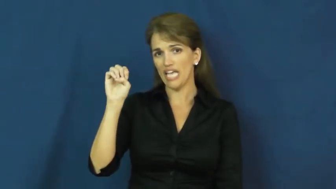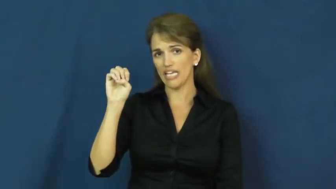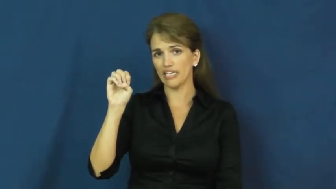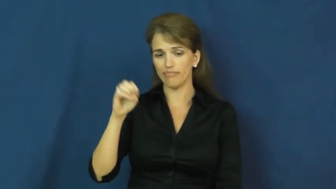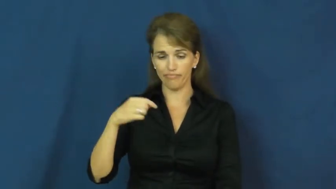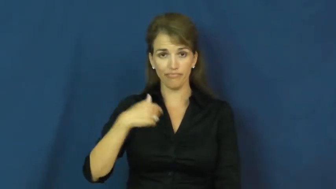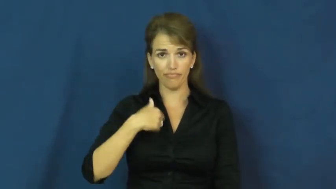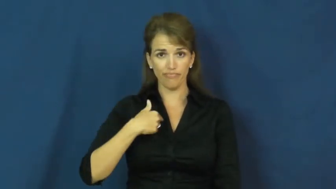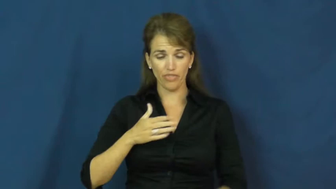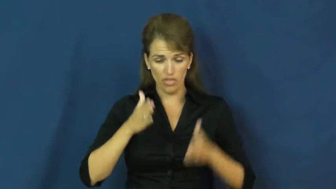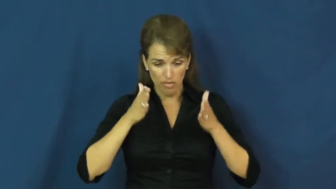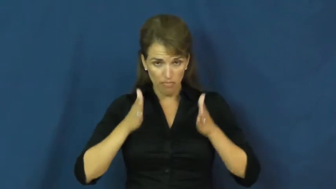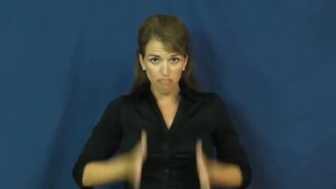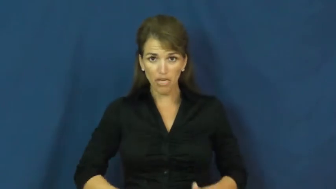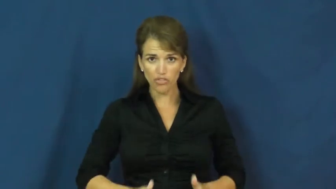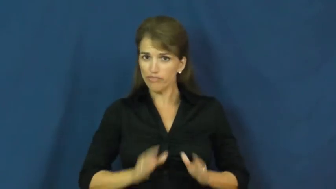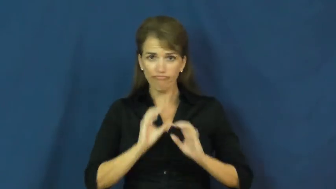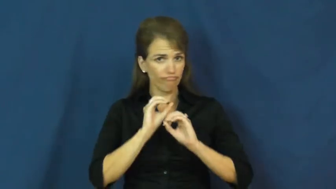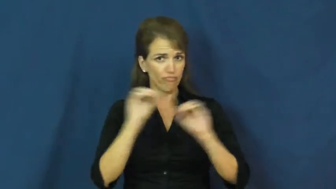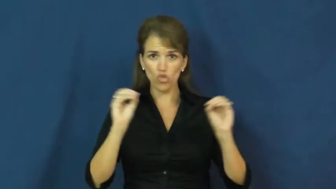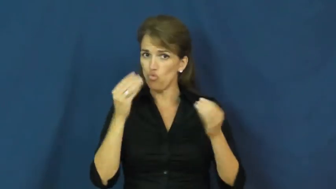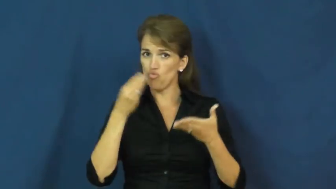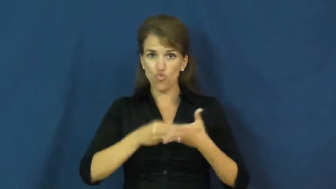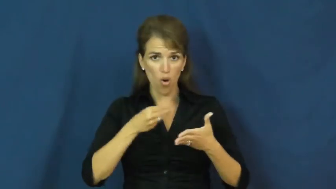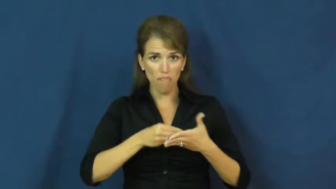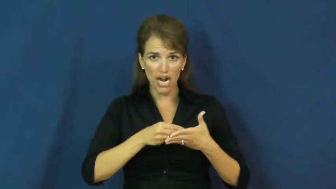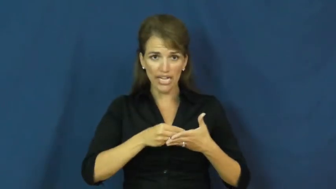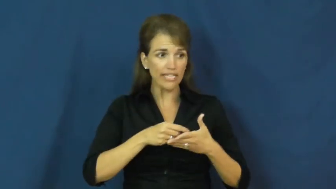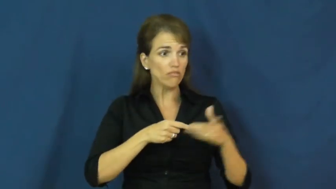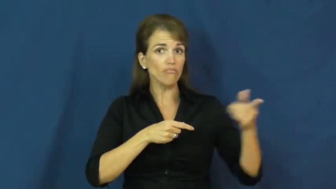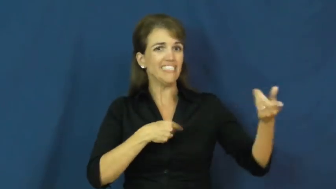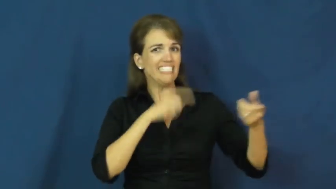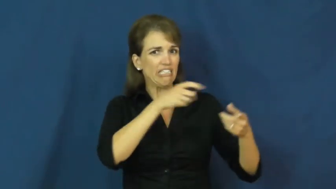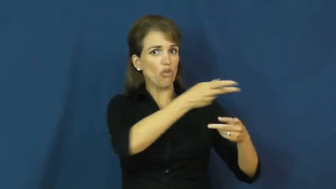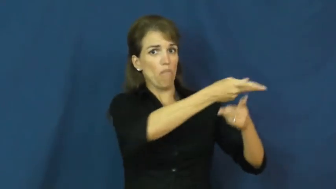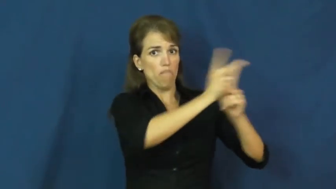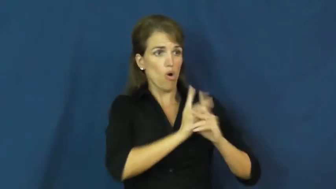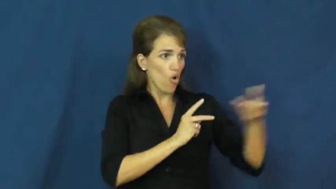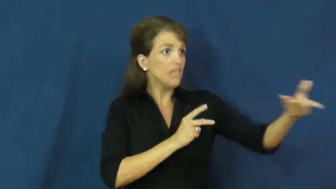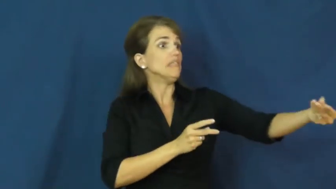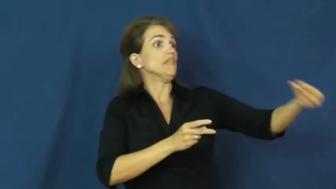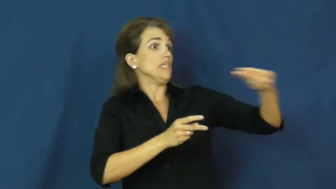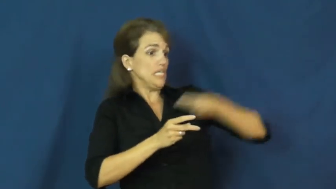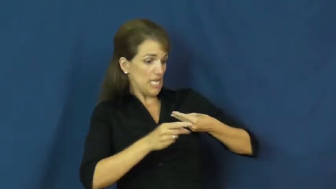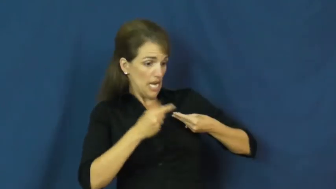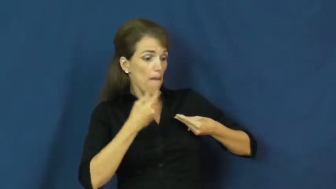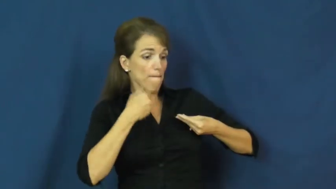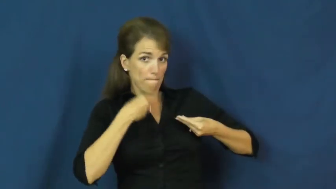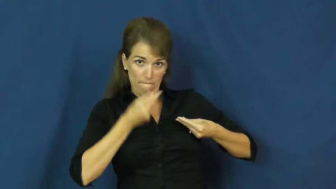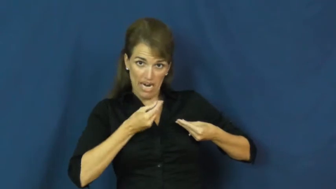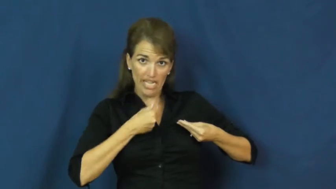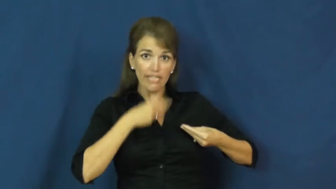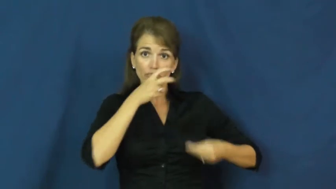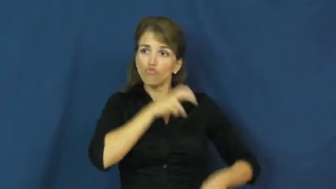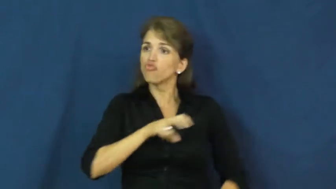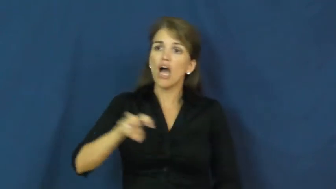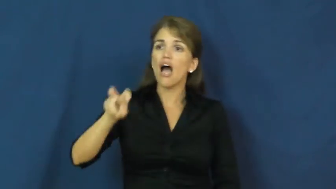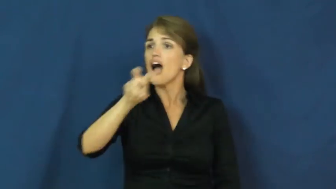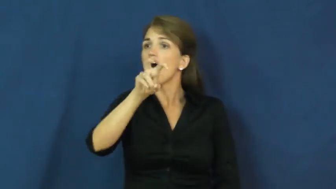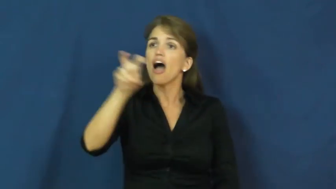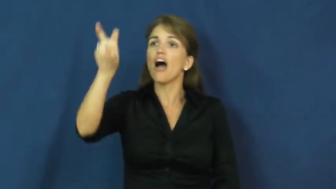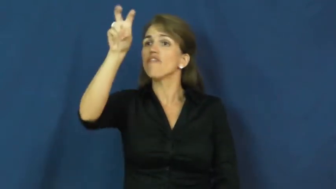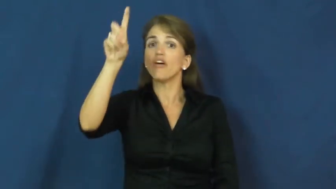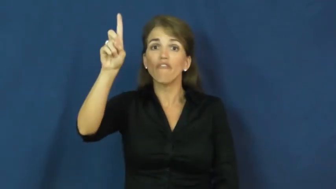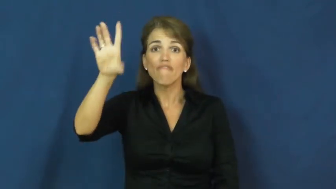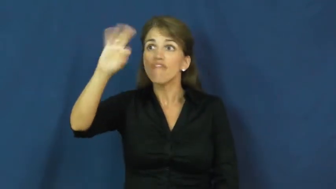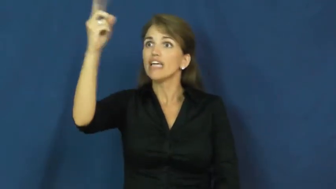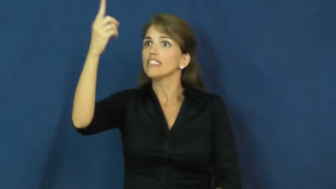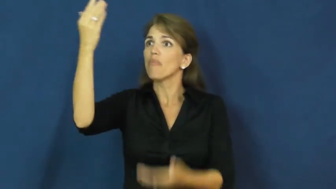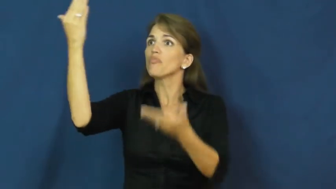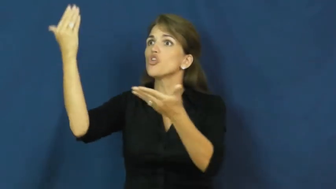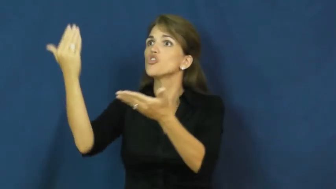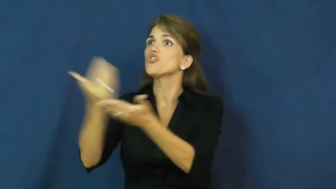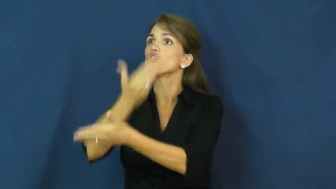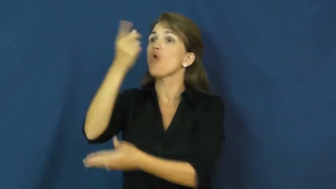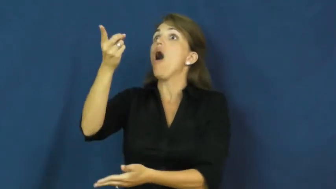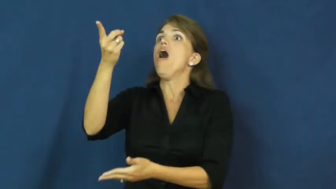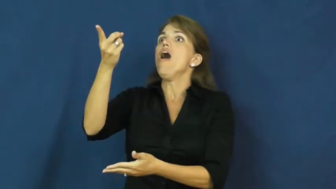grub stake